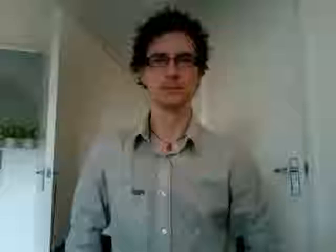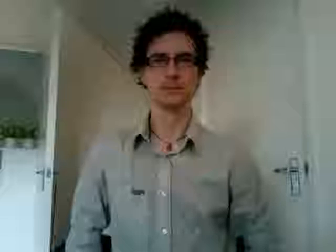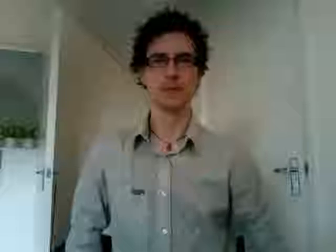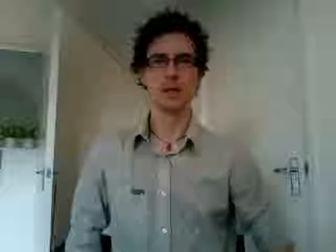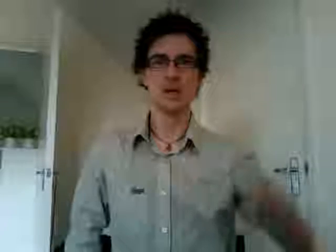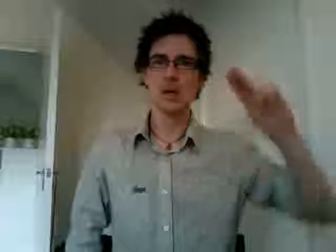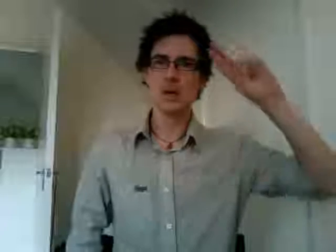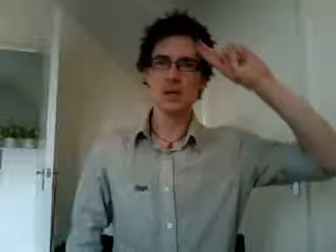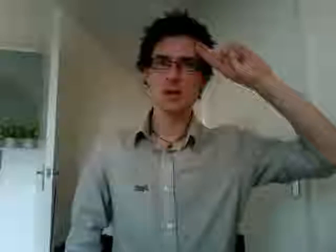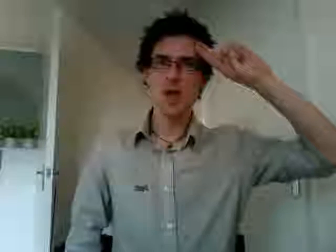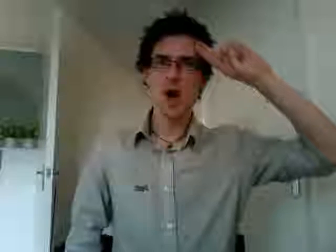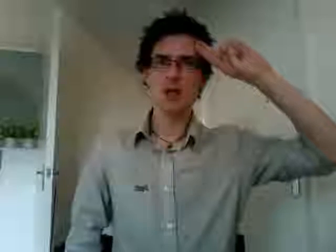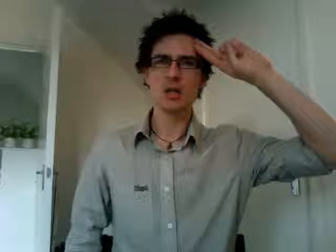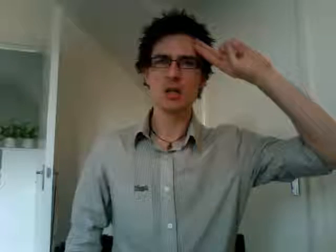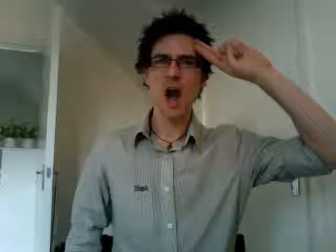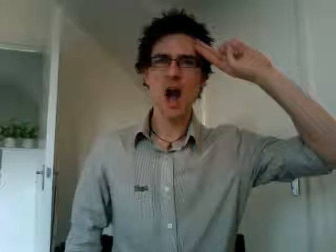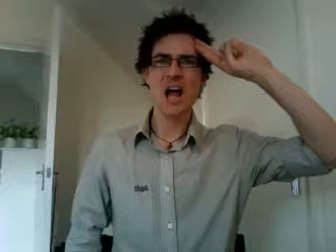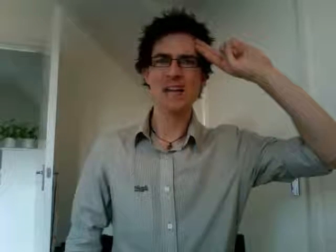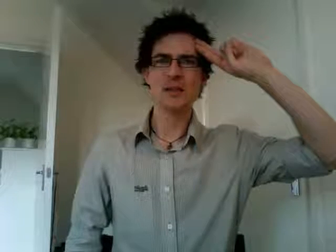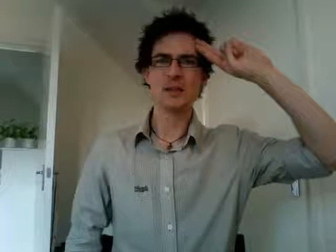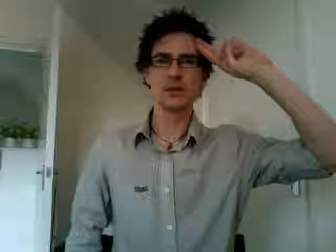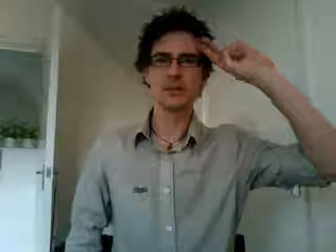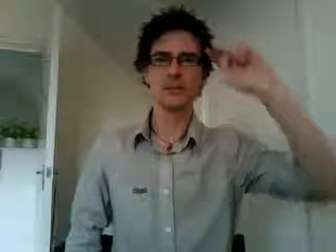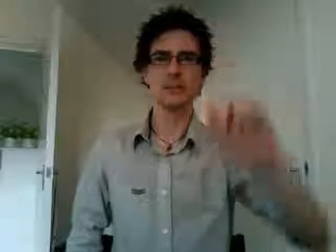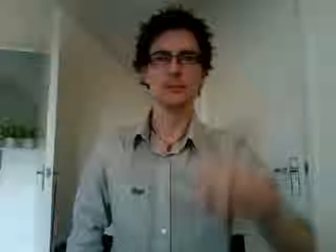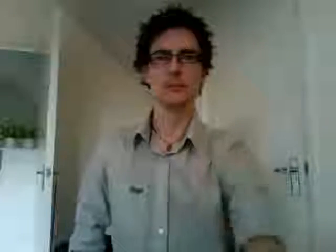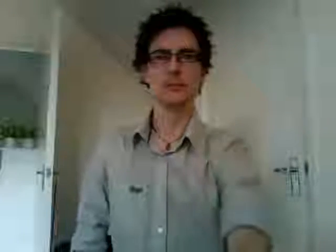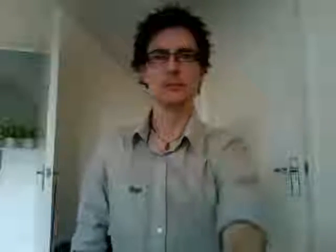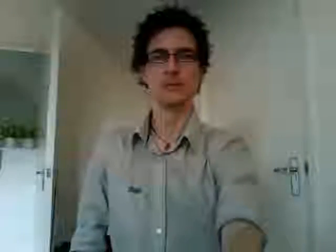girl guides